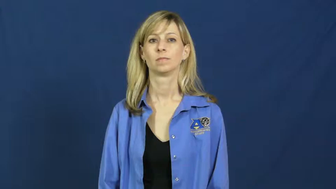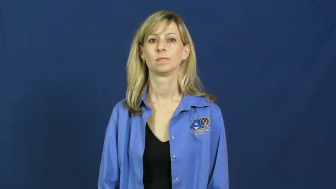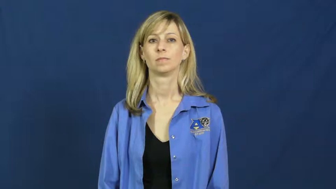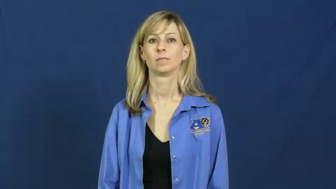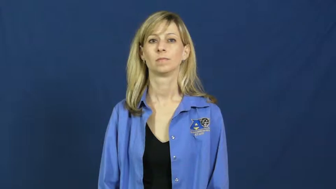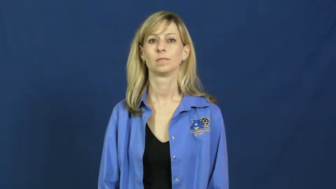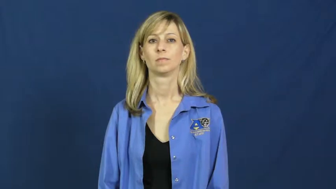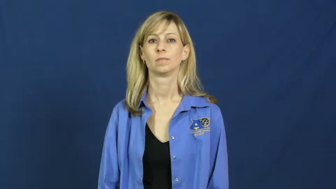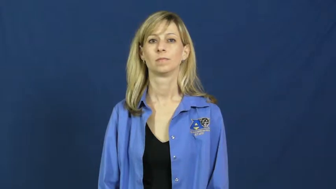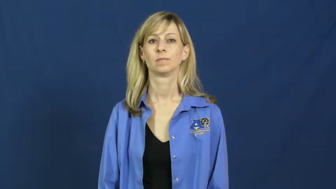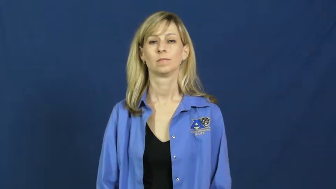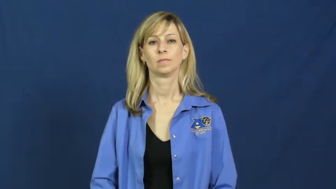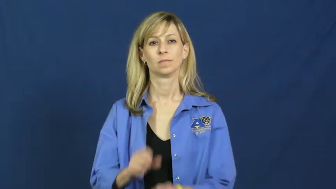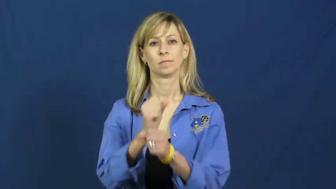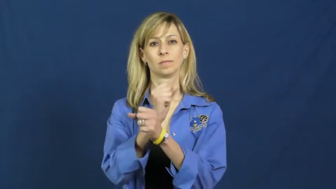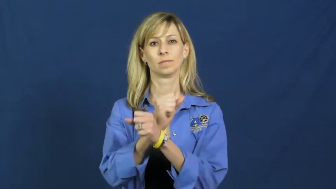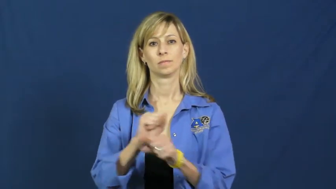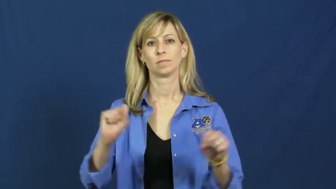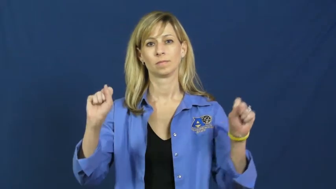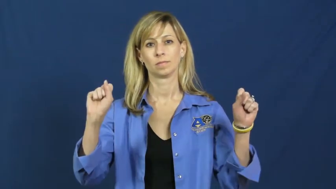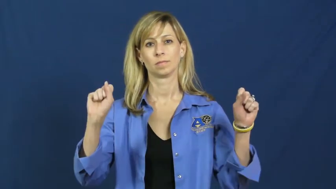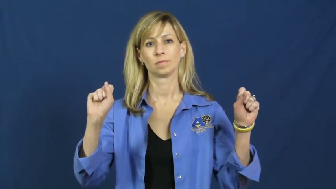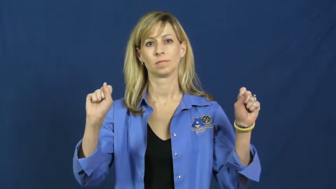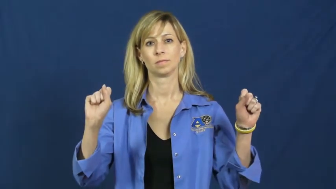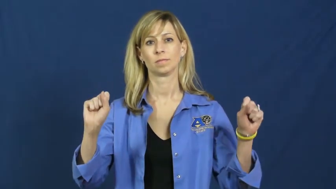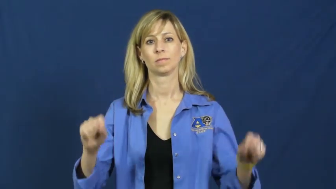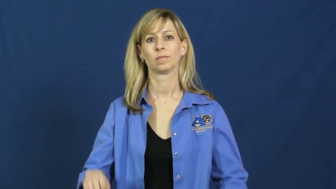redeem-save